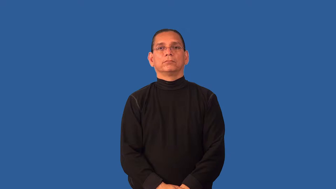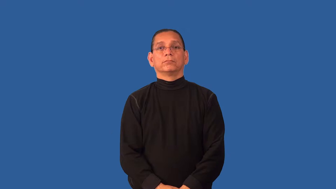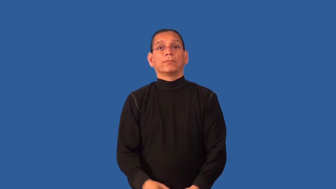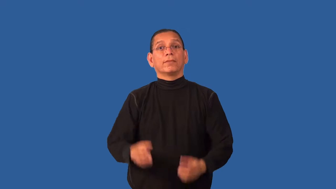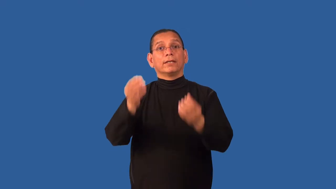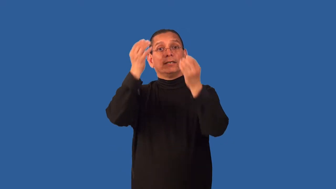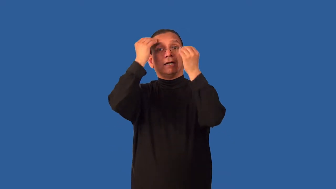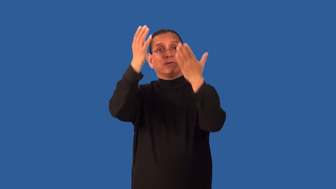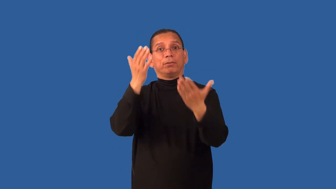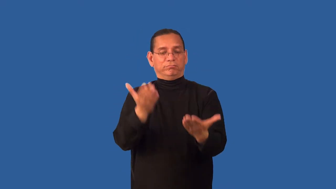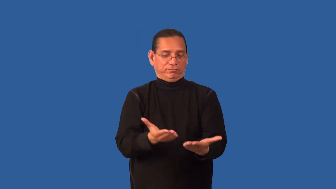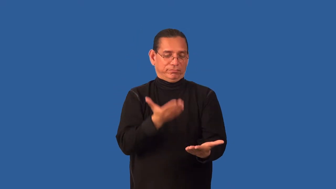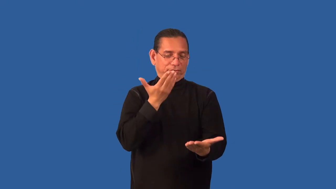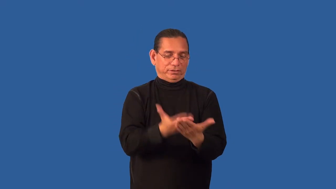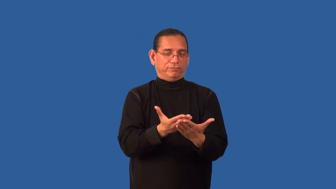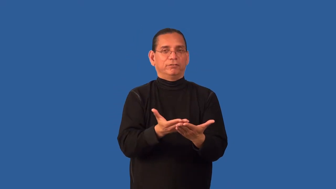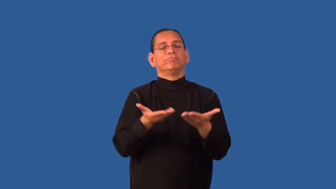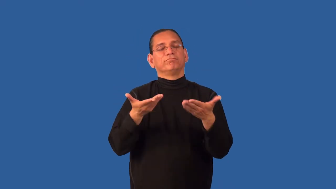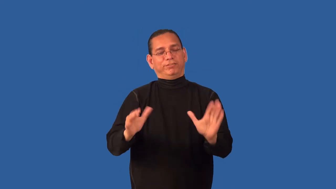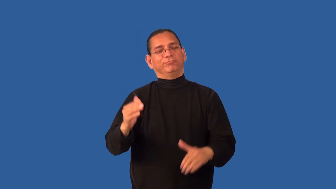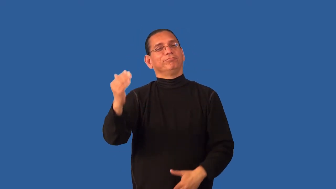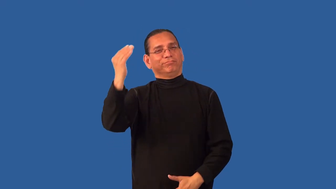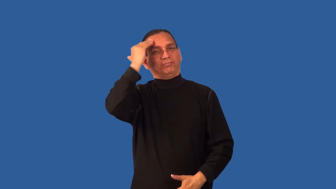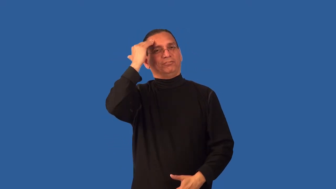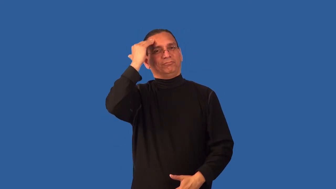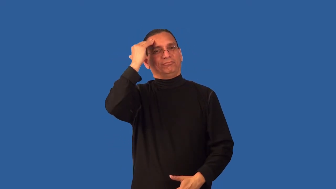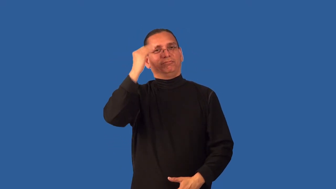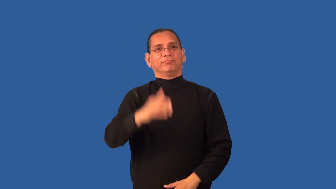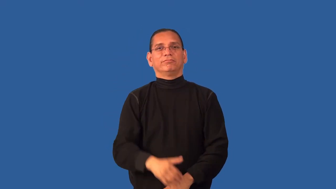deduce,educe